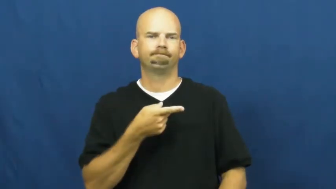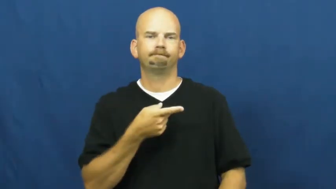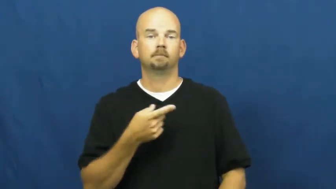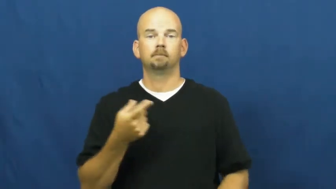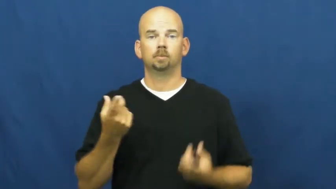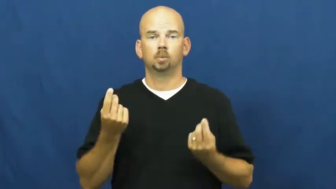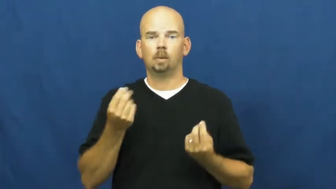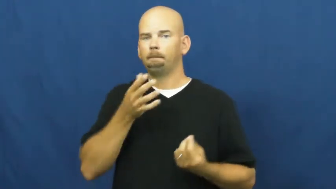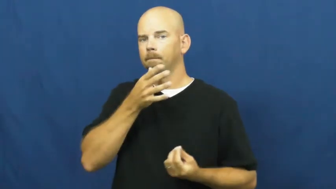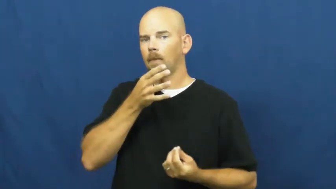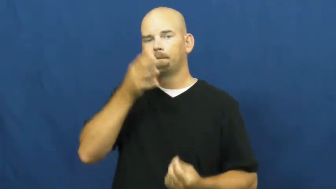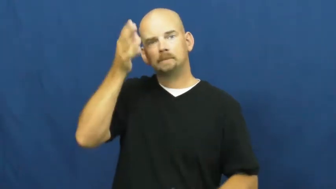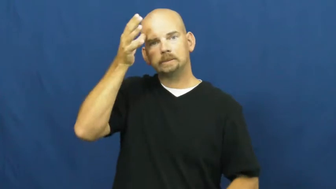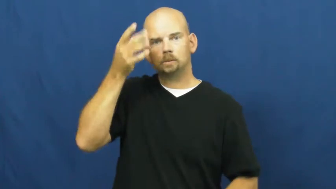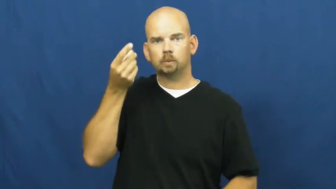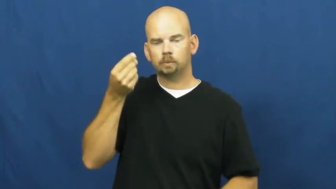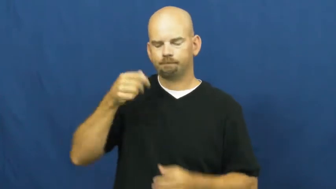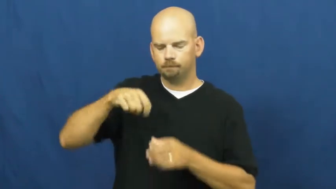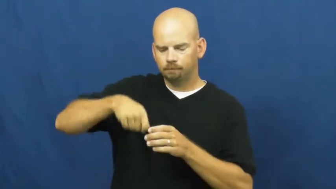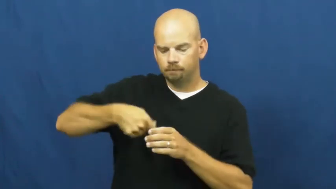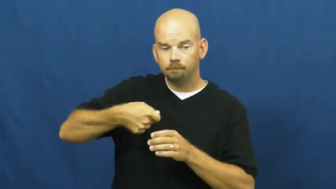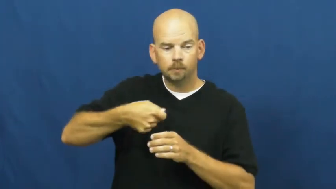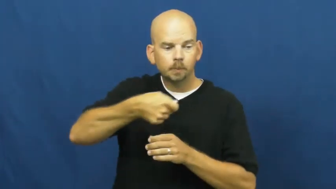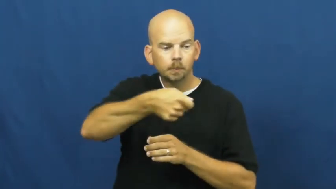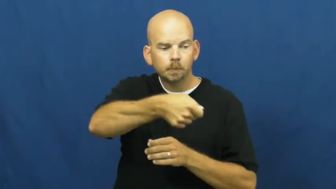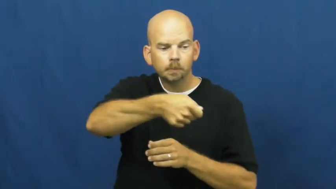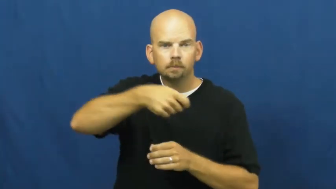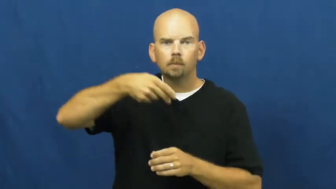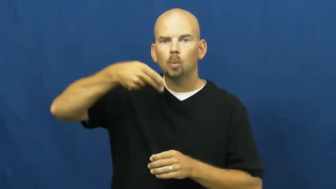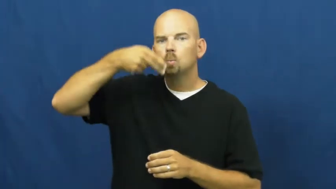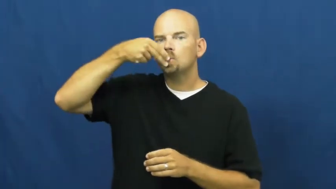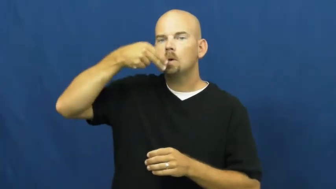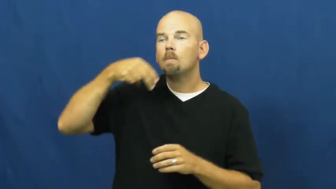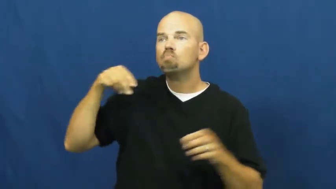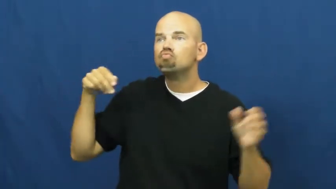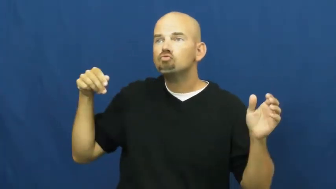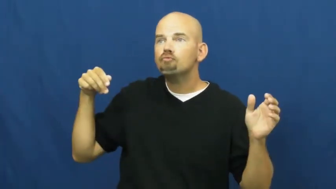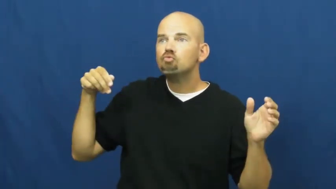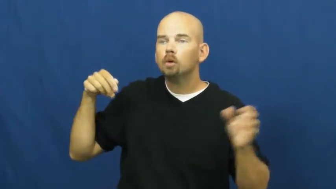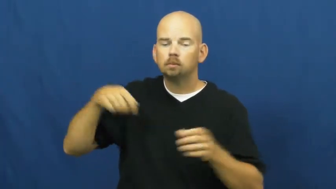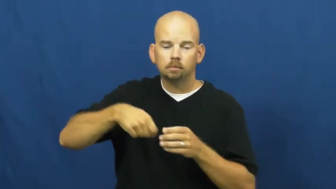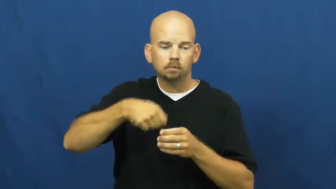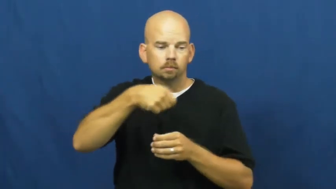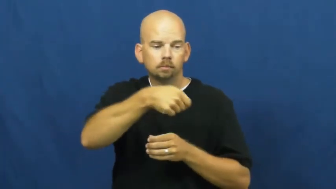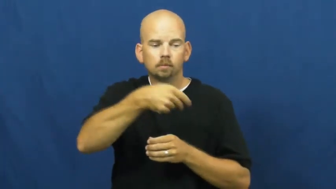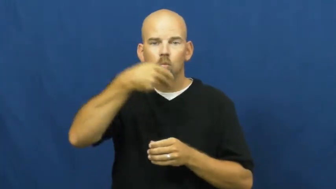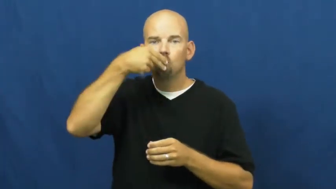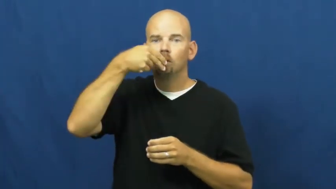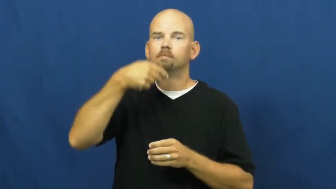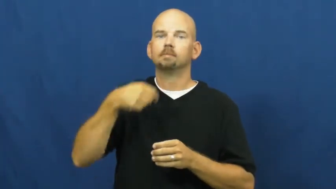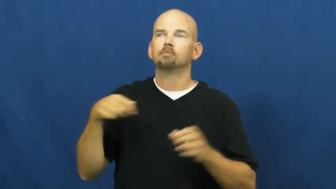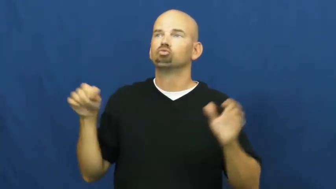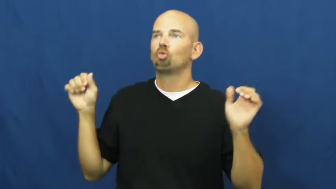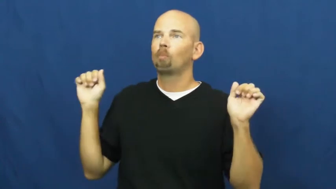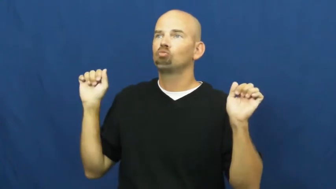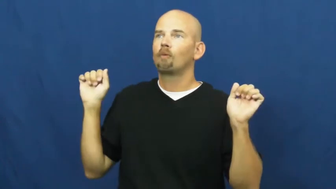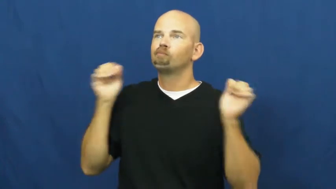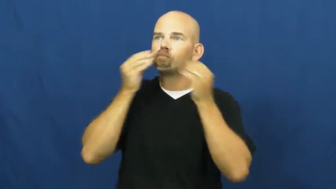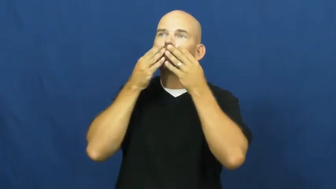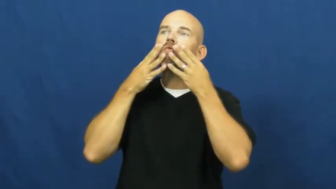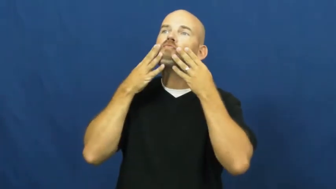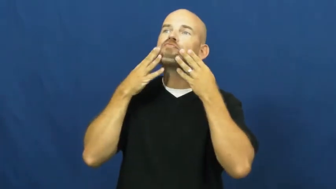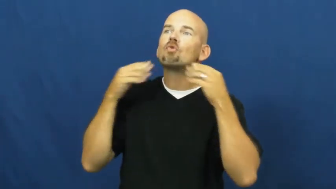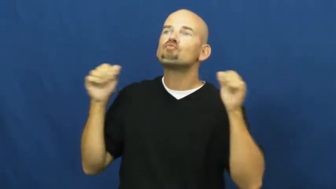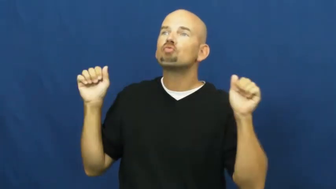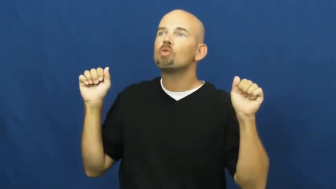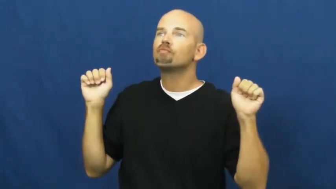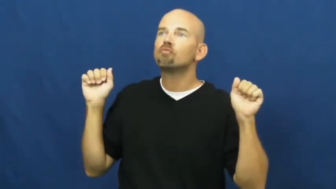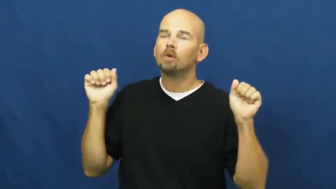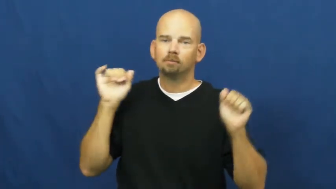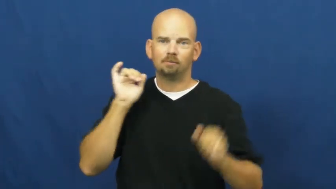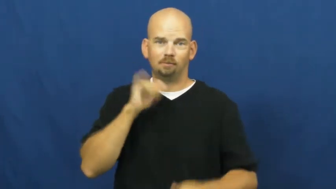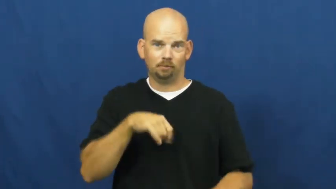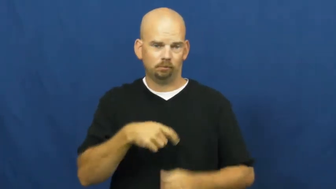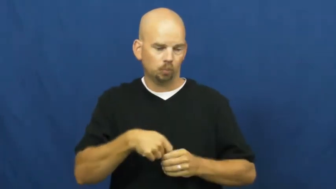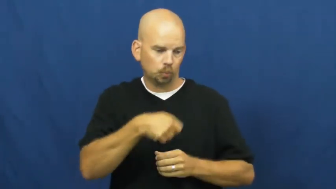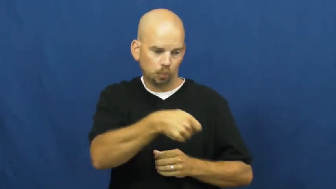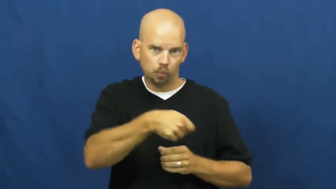spoonfeed-literal